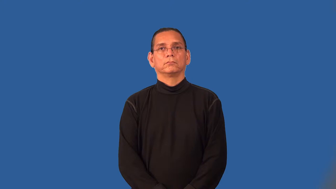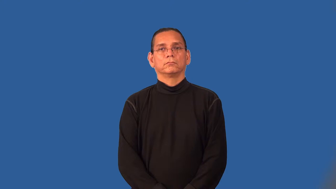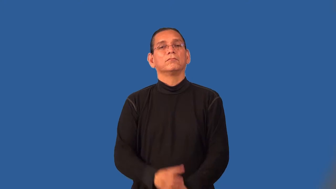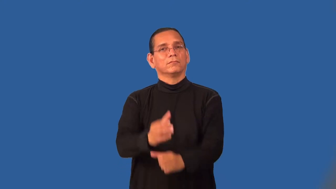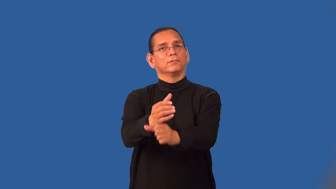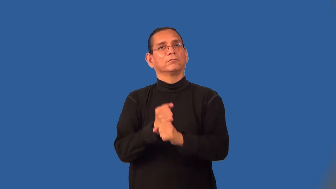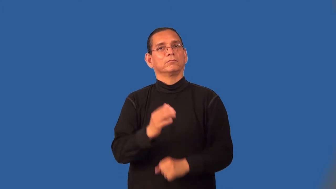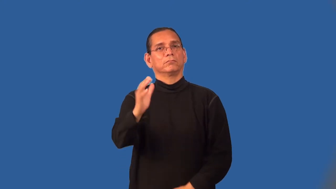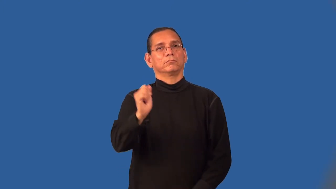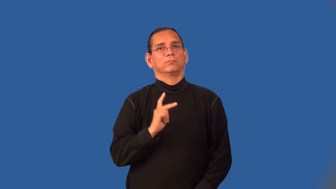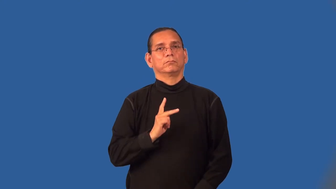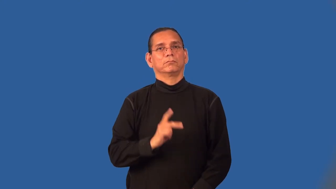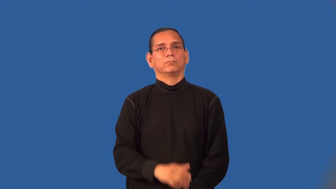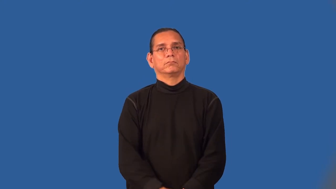retrieve-get